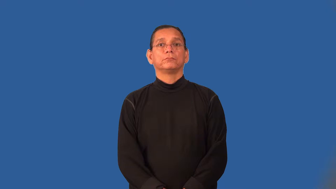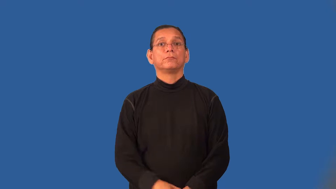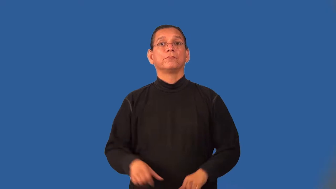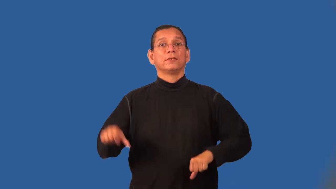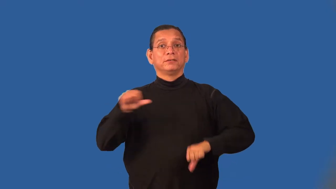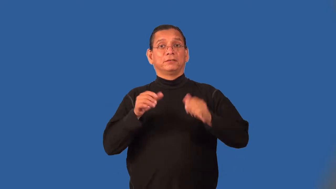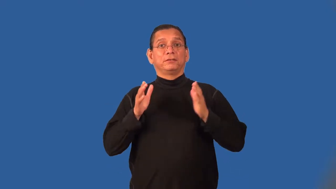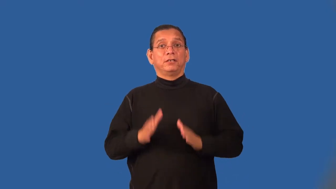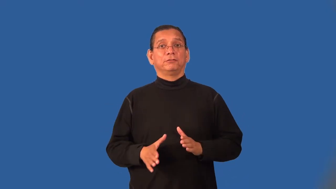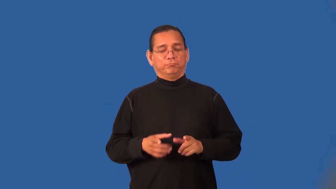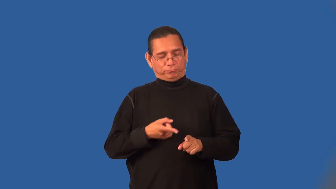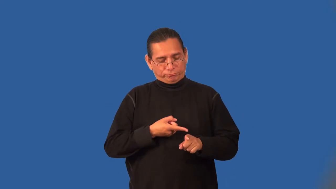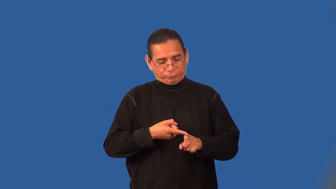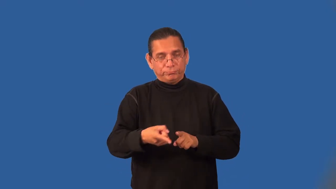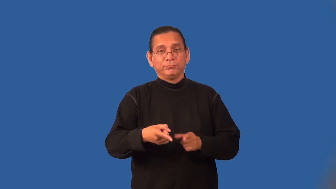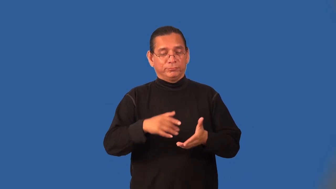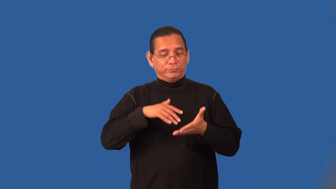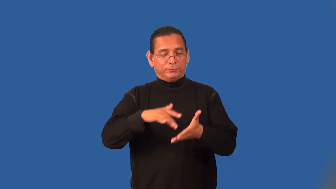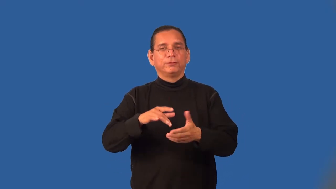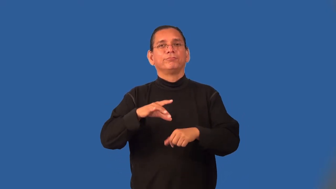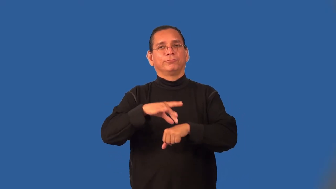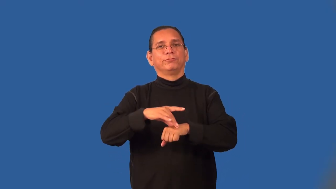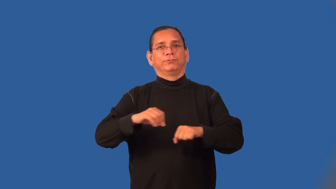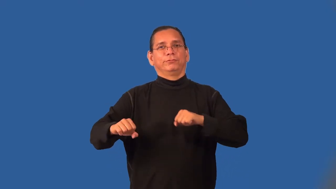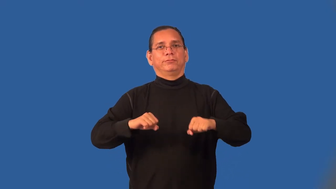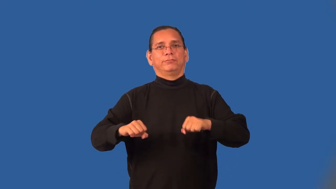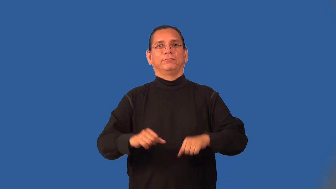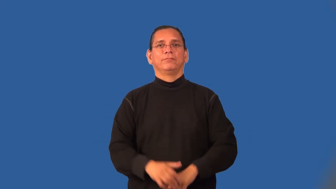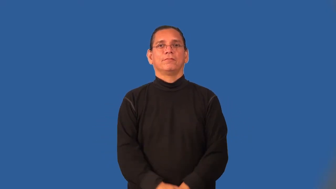seismologist